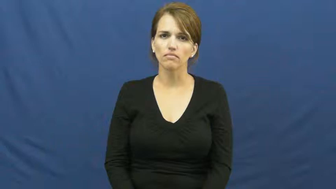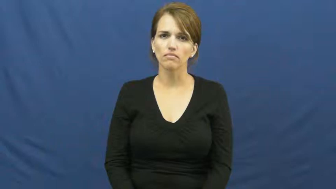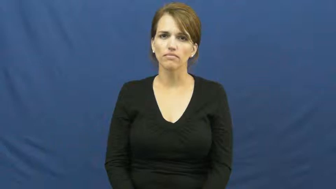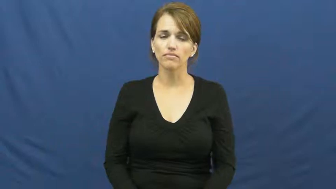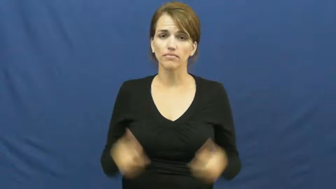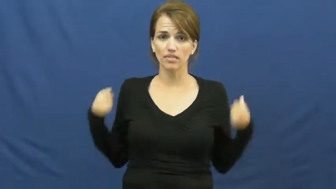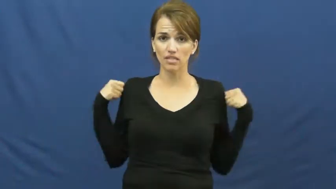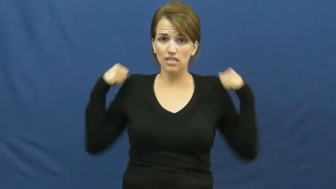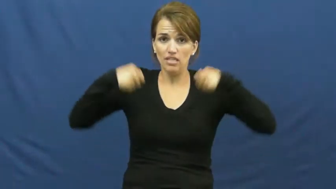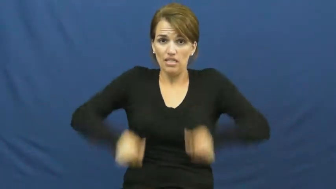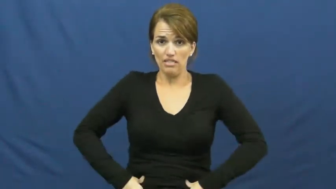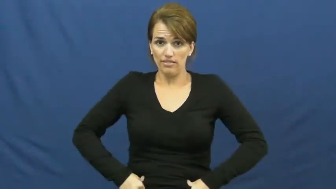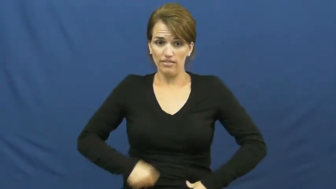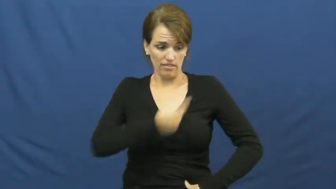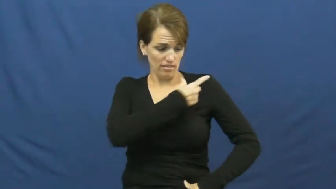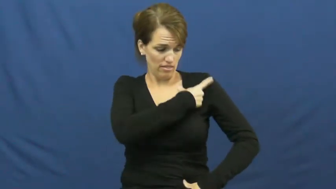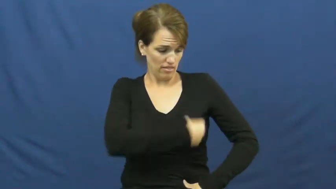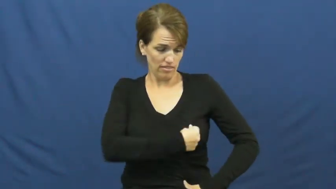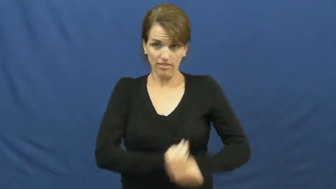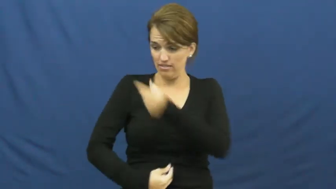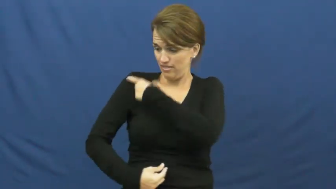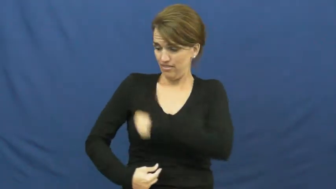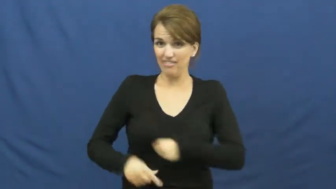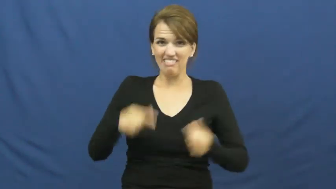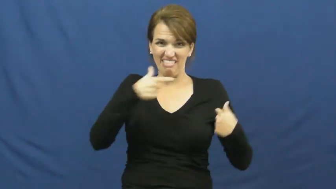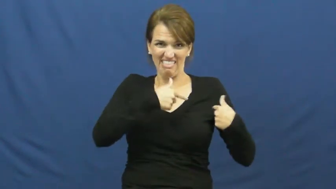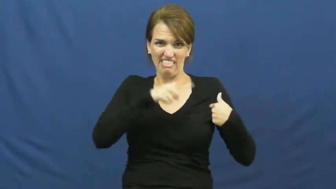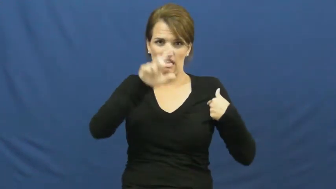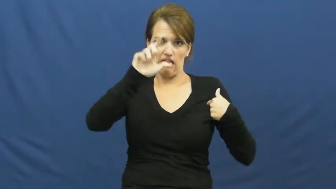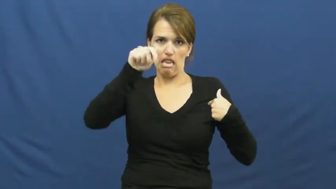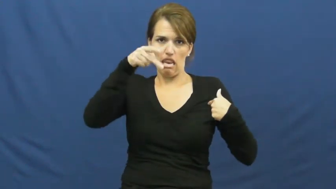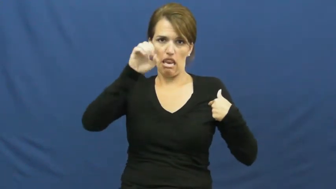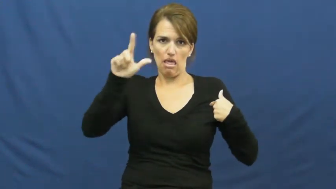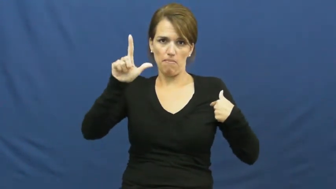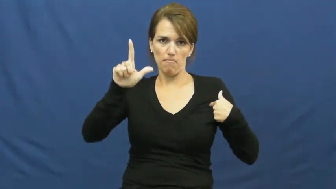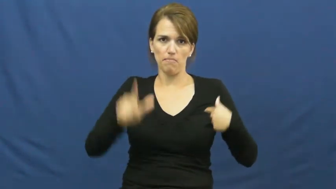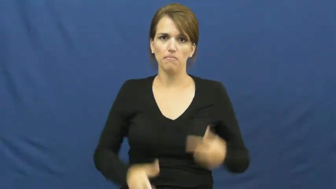lapel